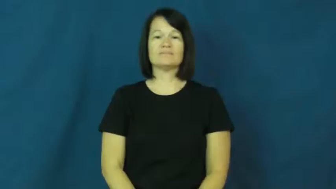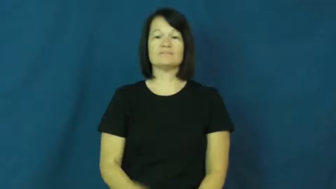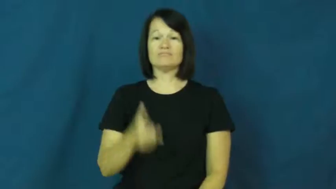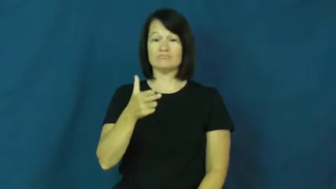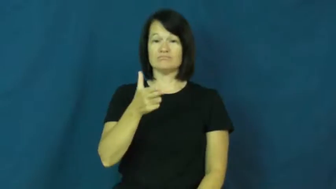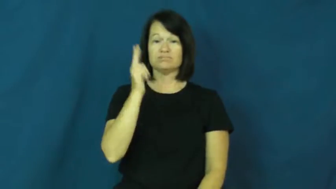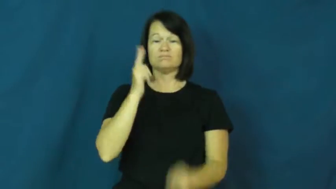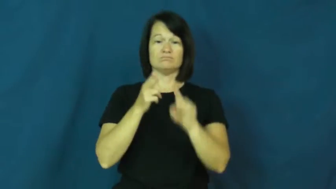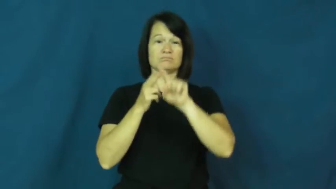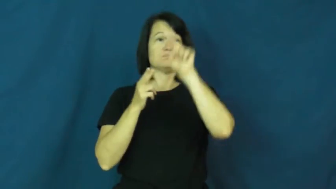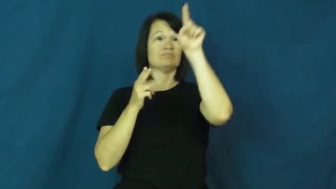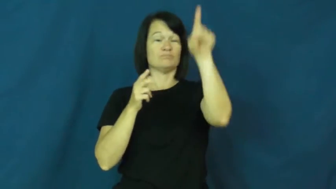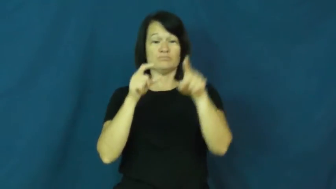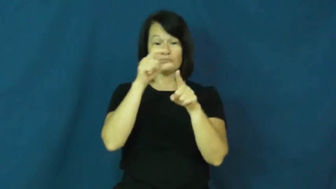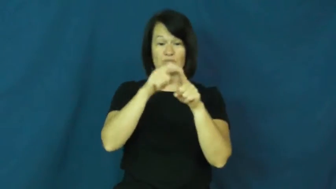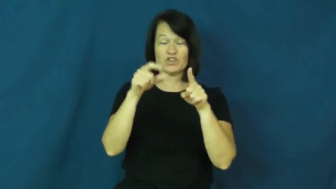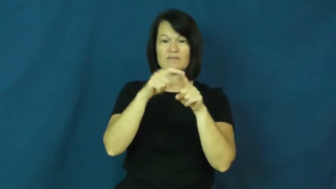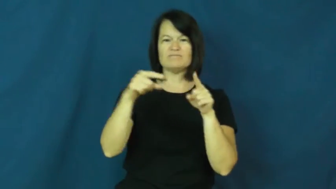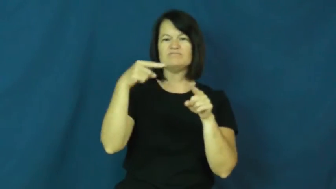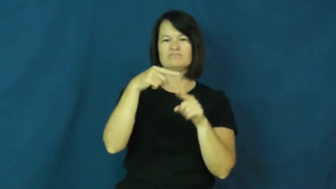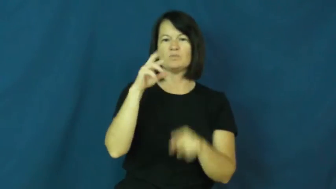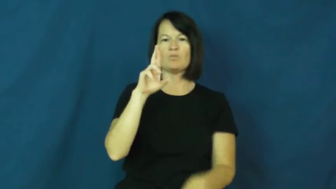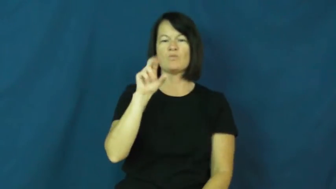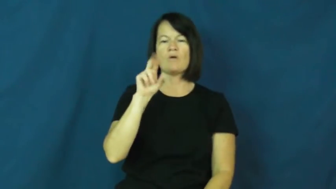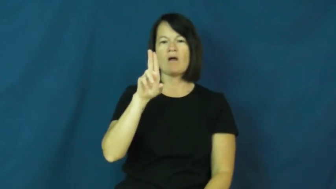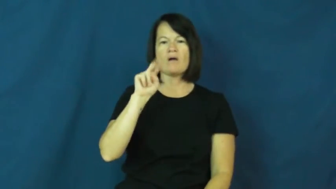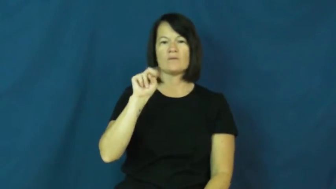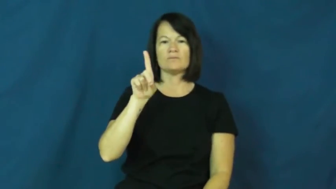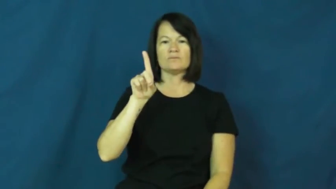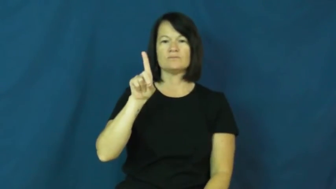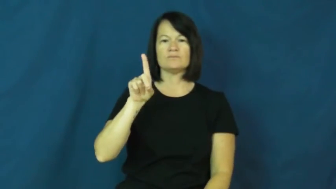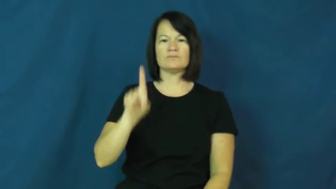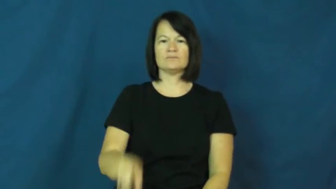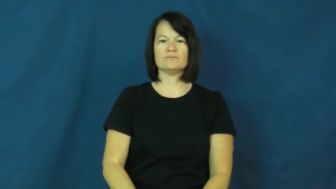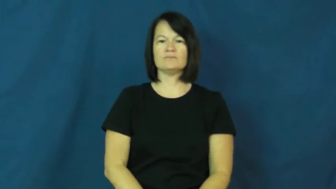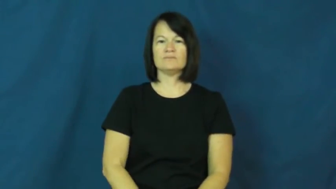round-ammunition